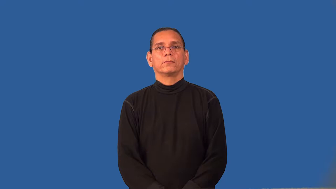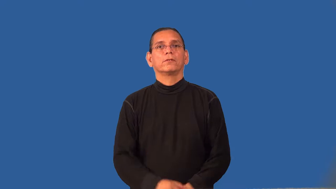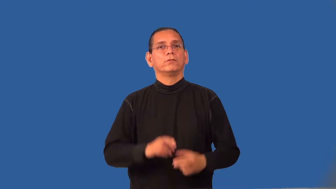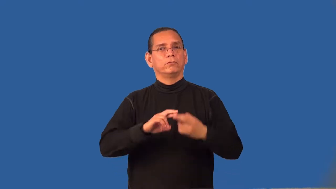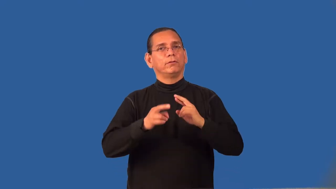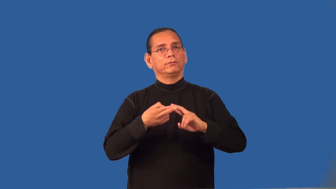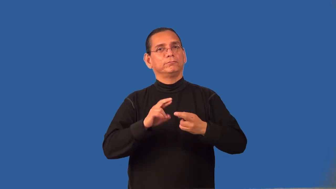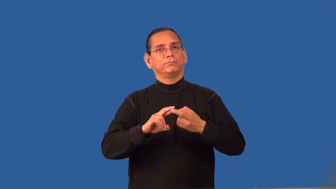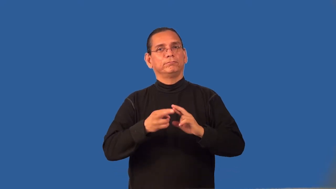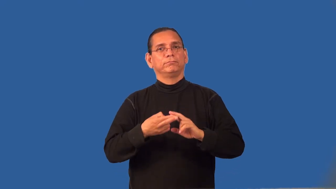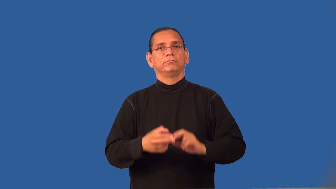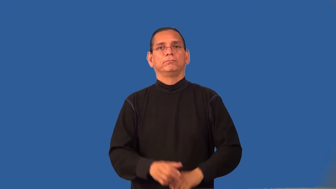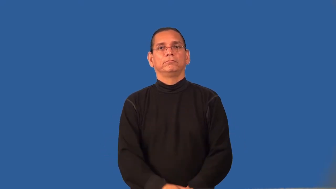relative-family